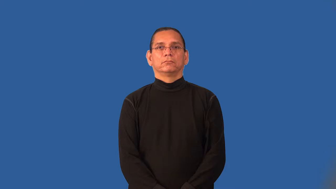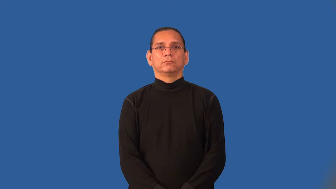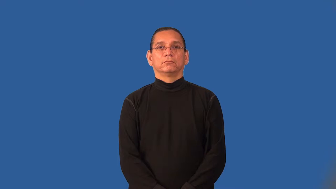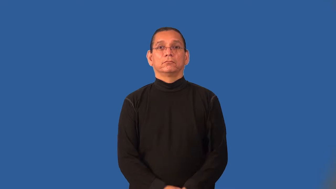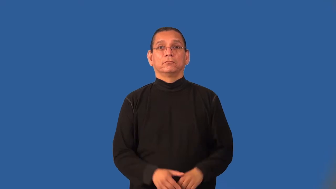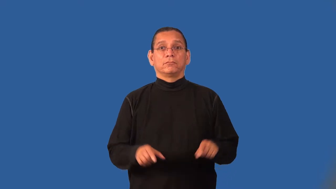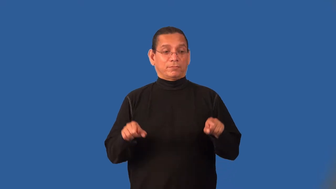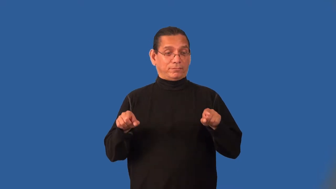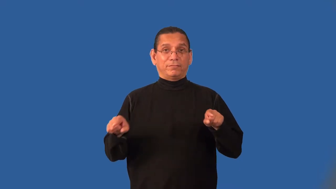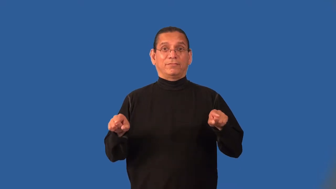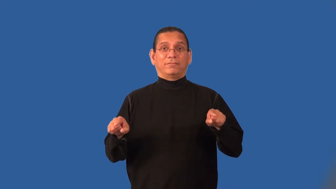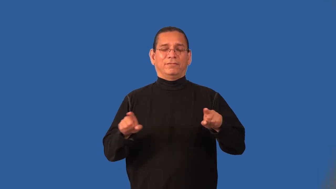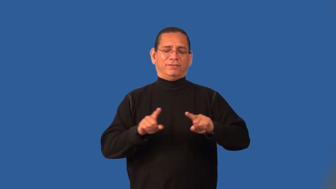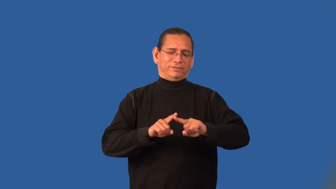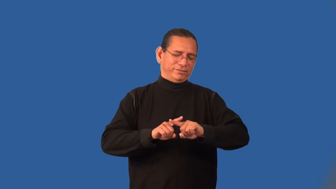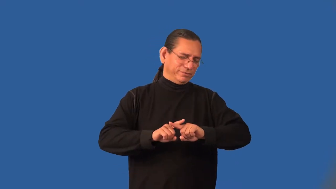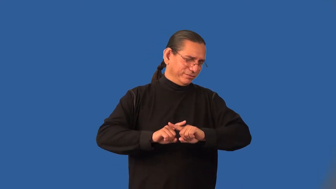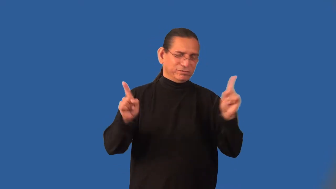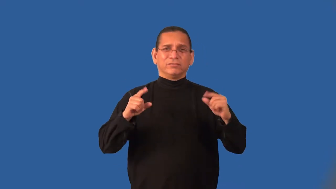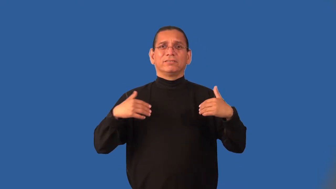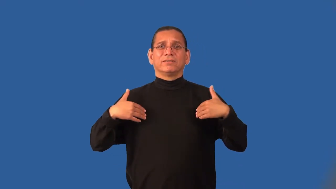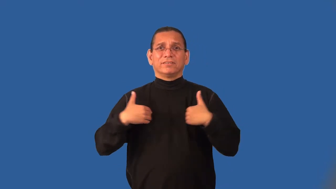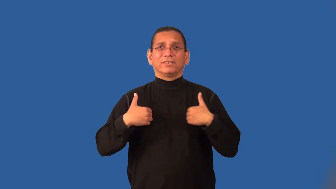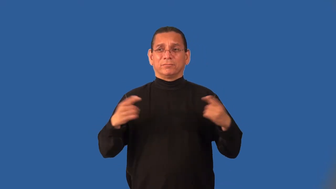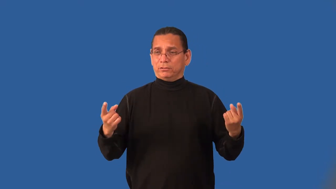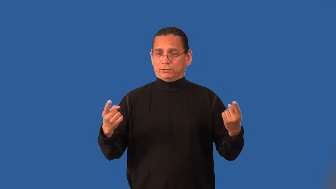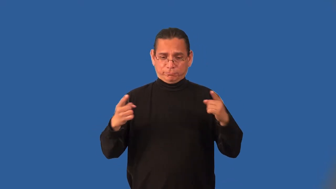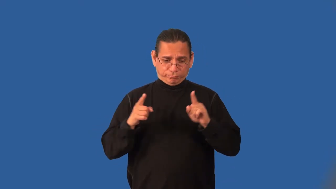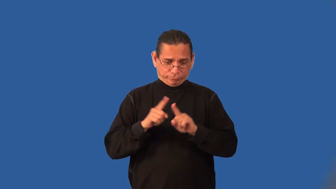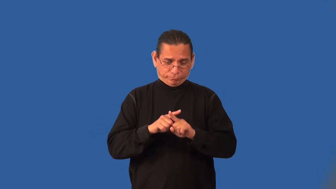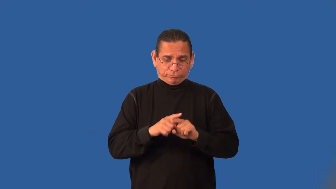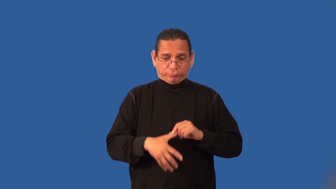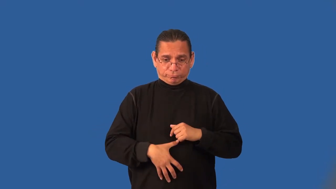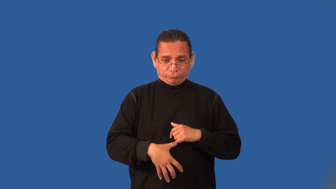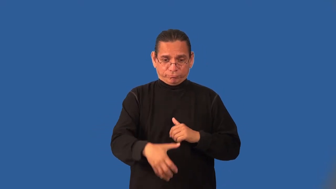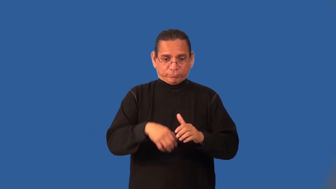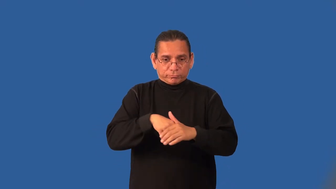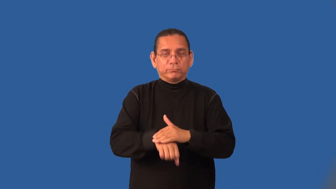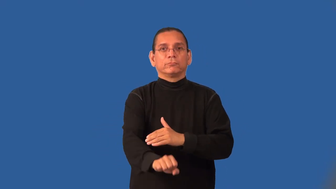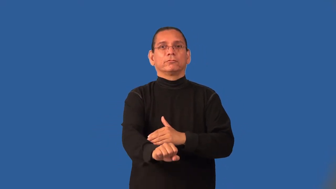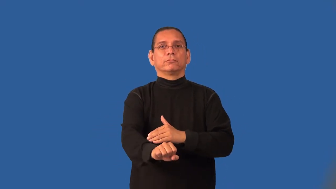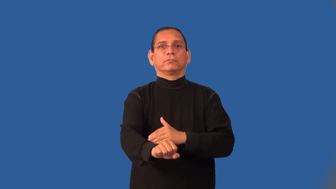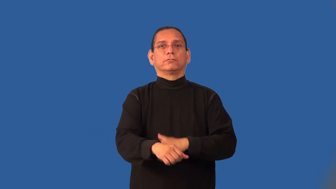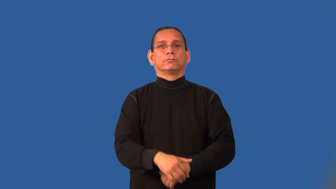interbreed